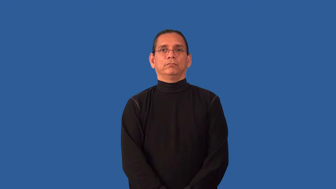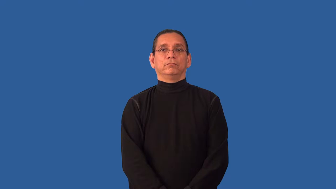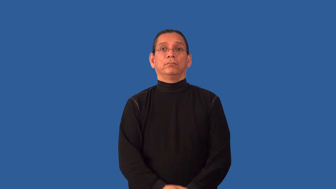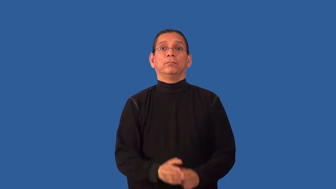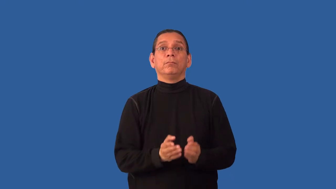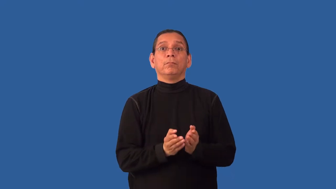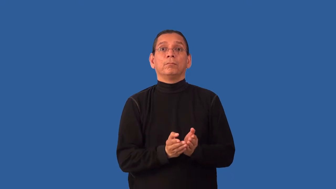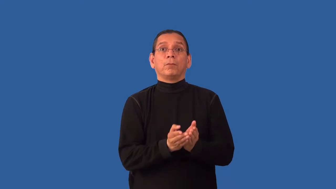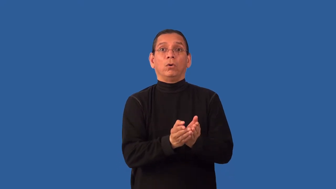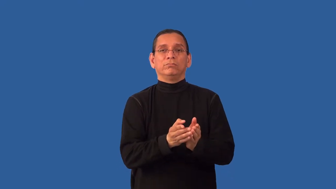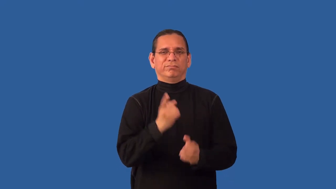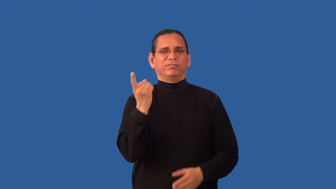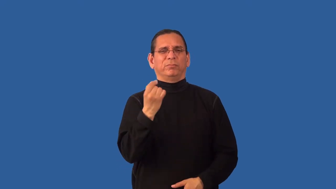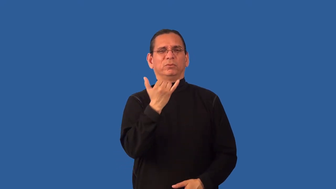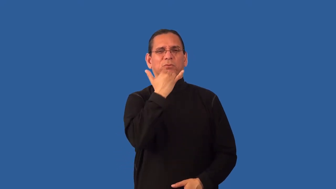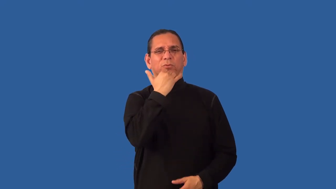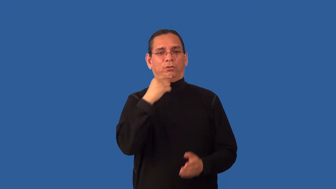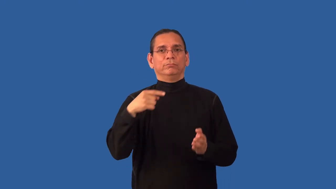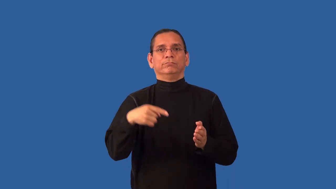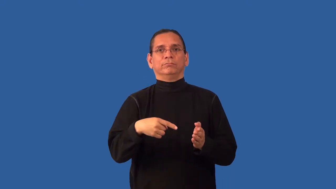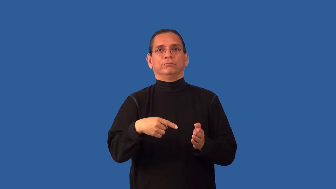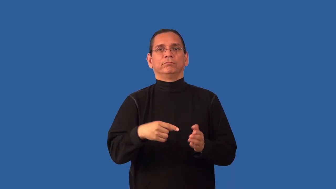unseaworthy